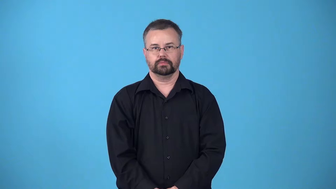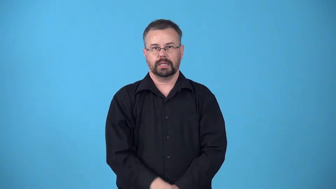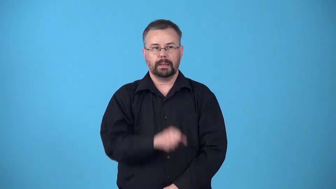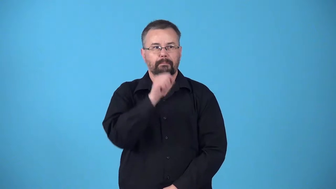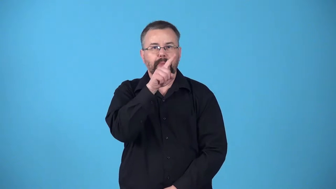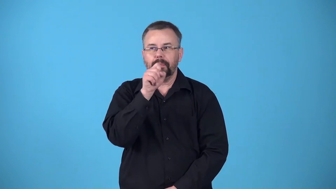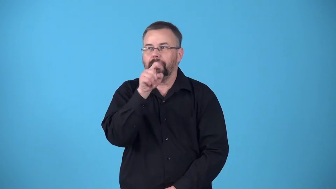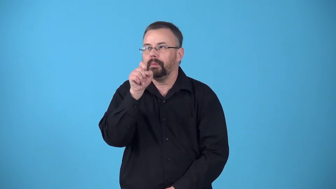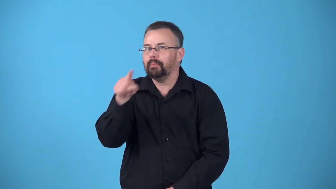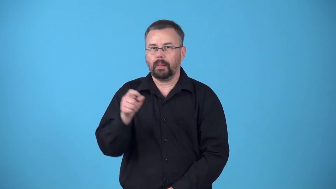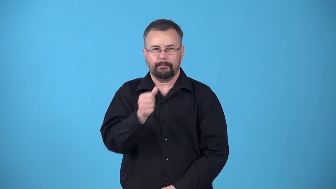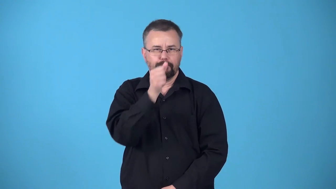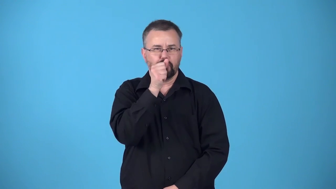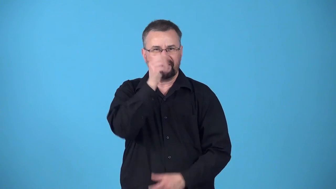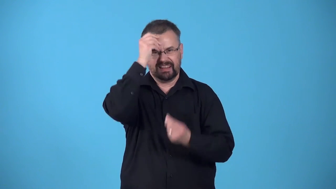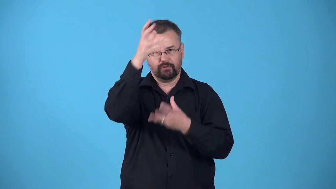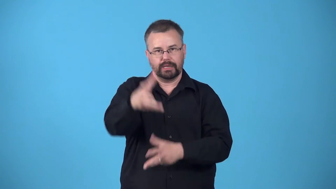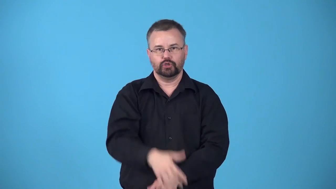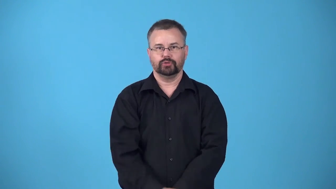betray-tell secrets